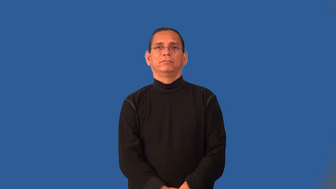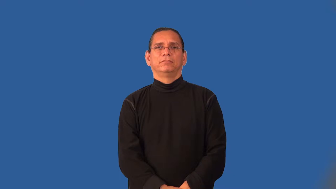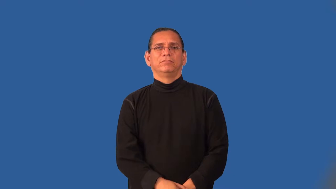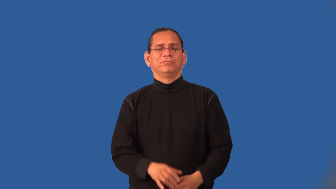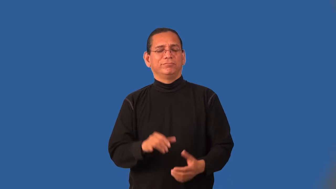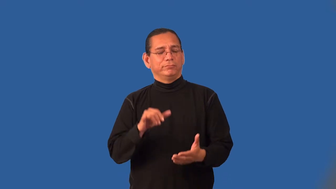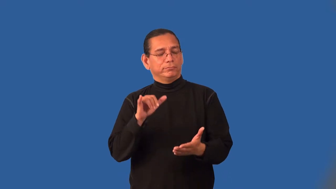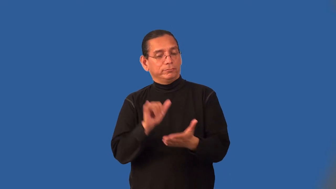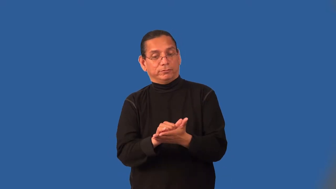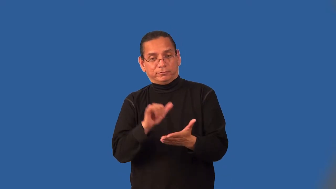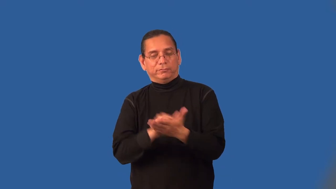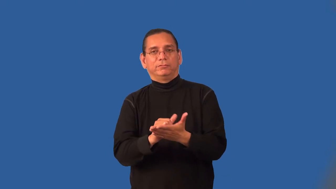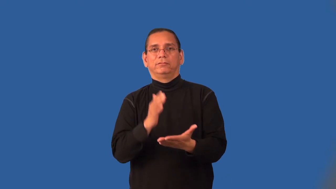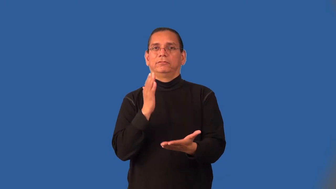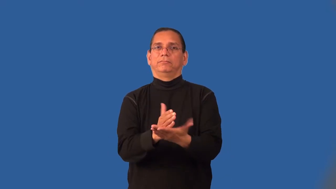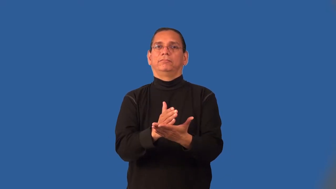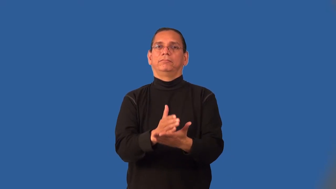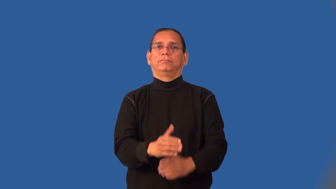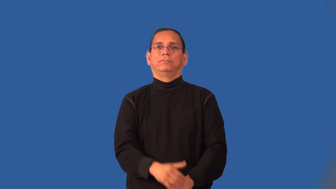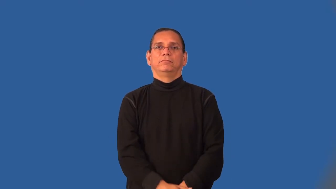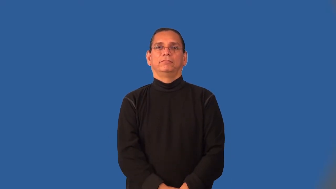inexorable